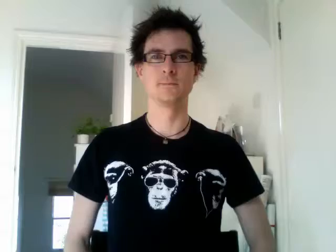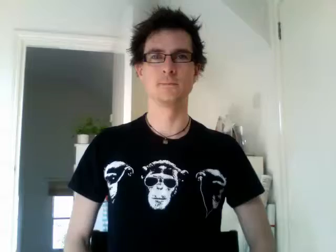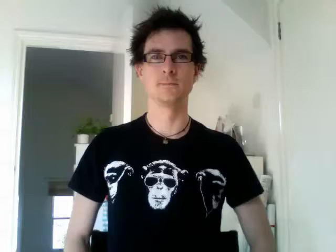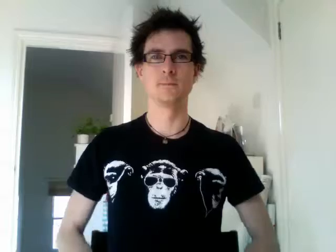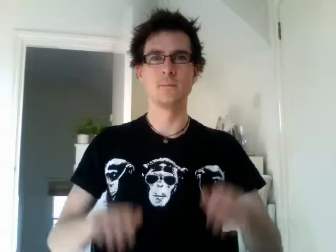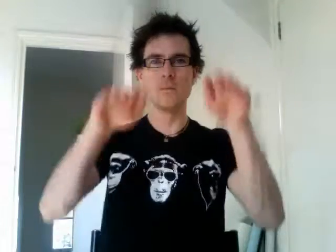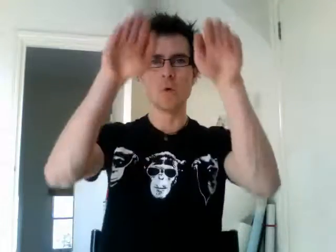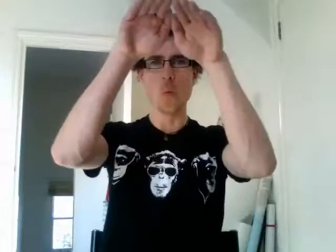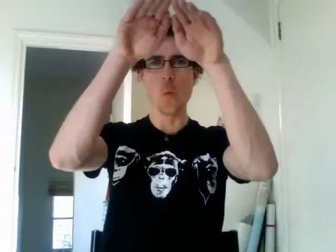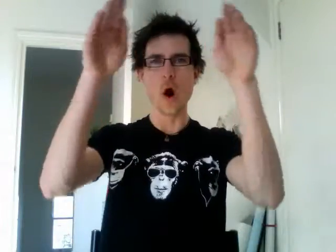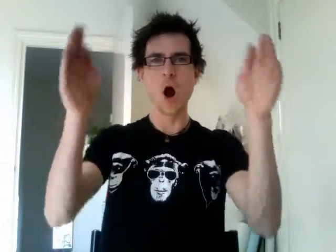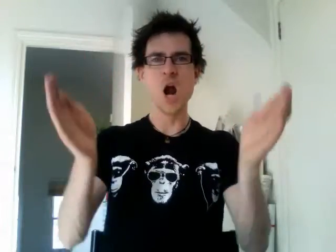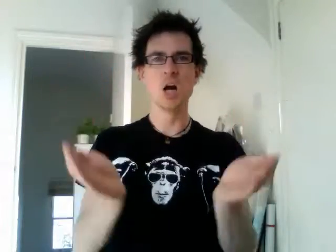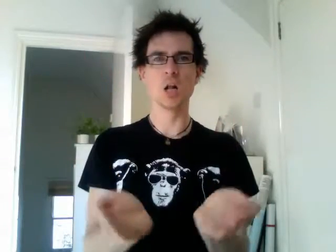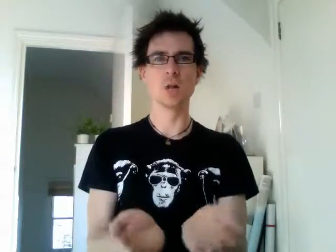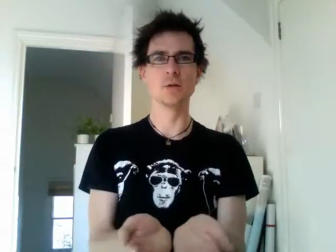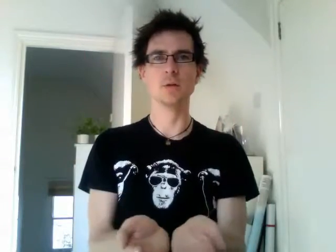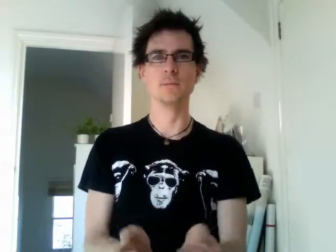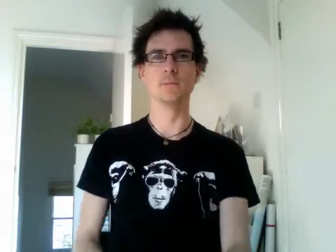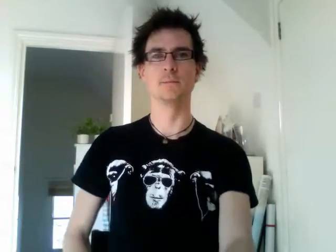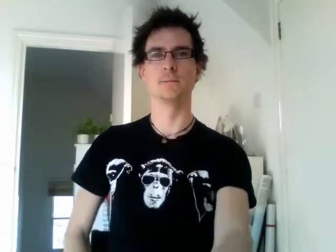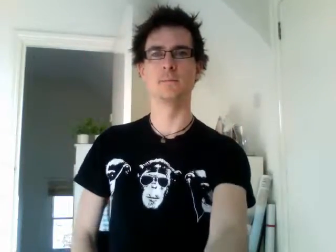world